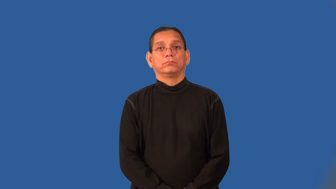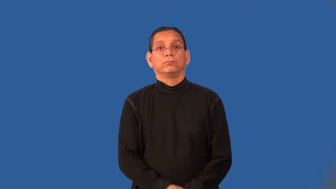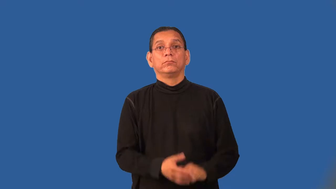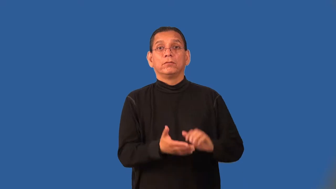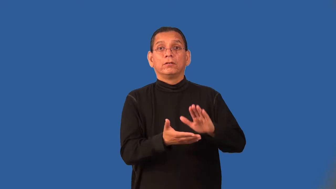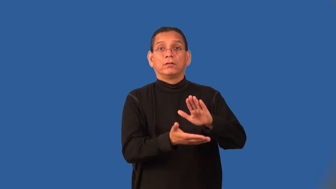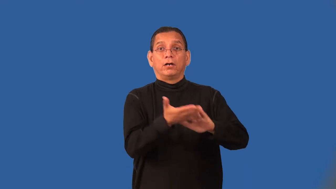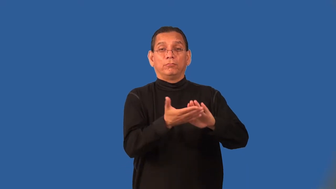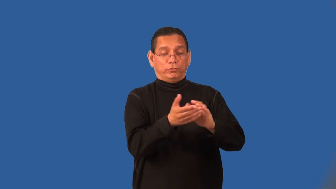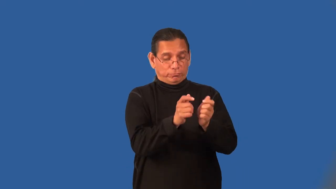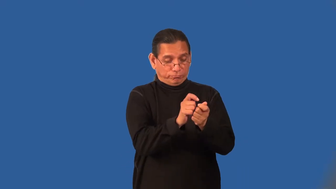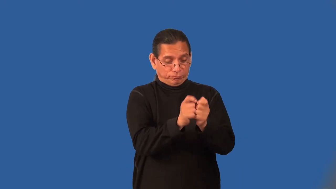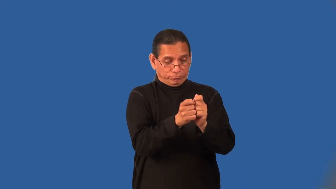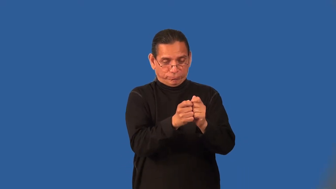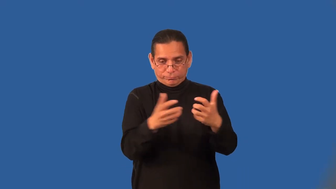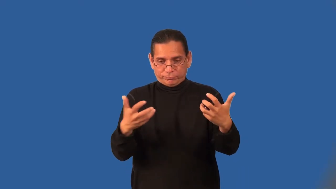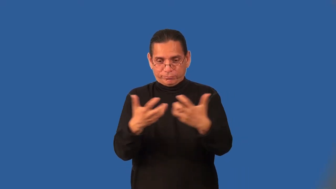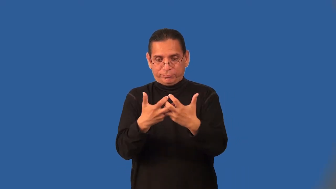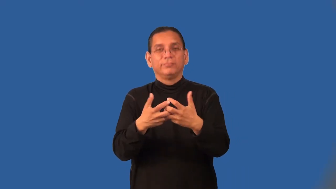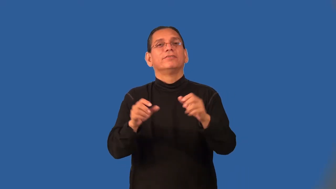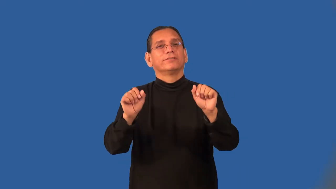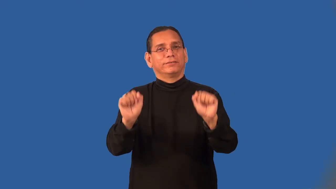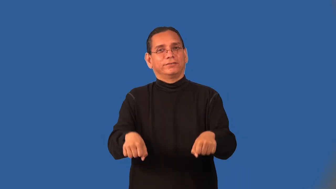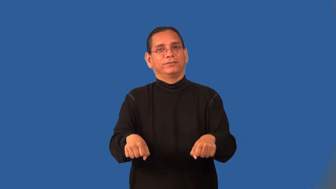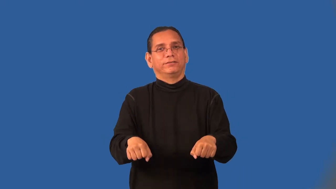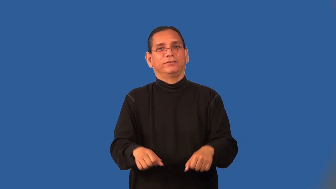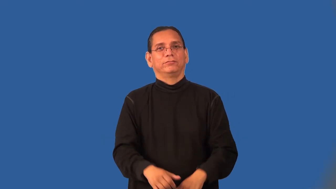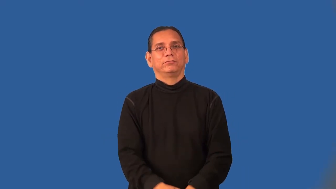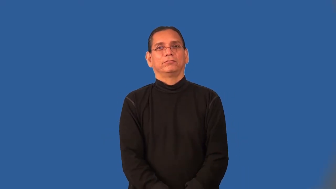port-match